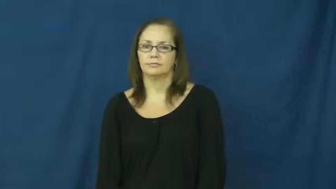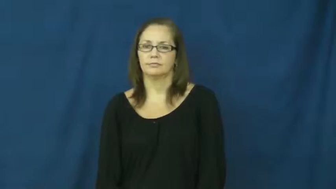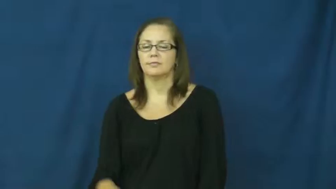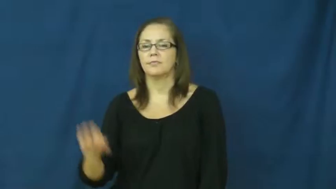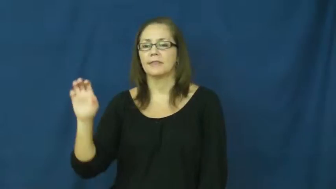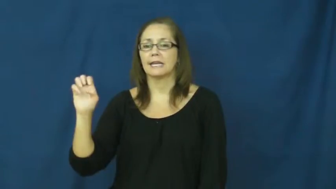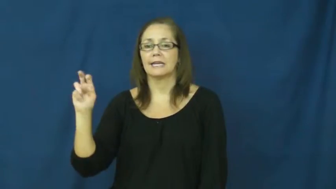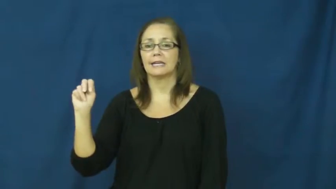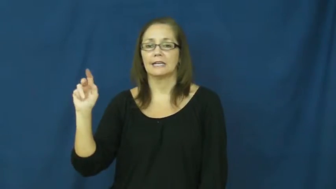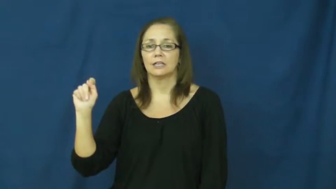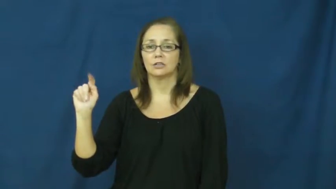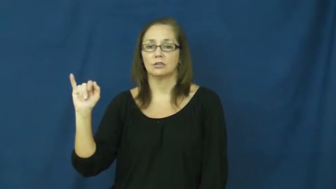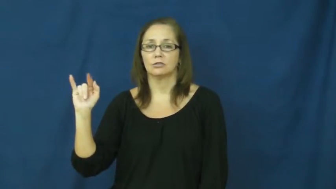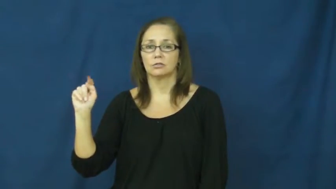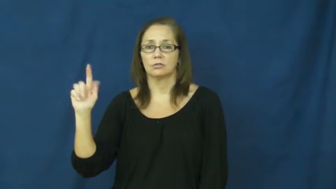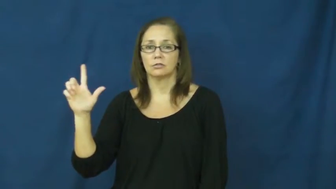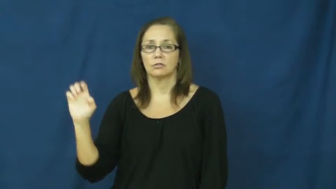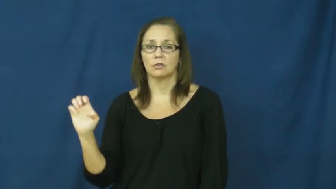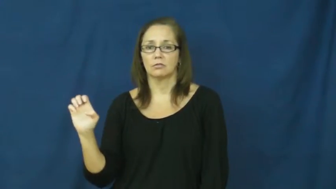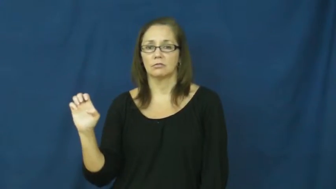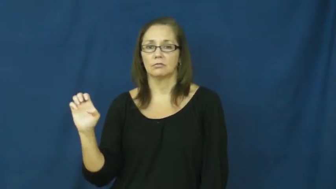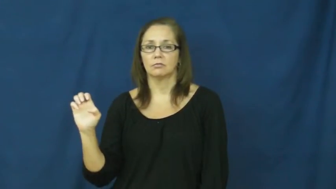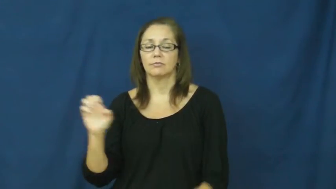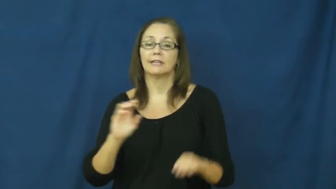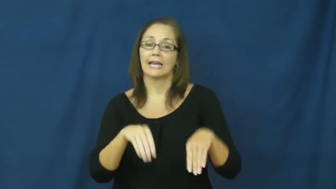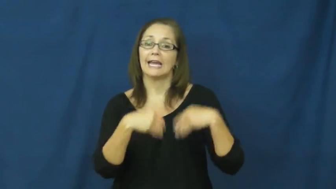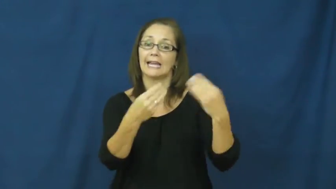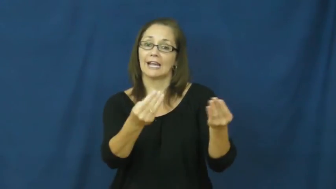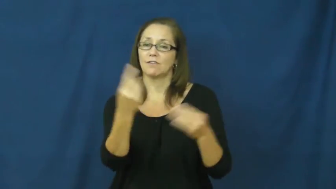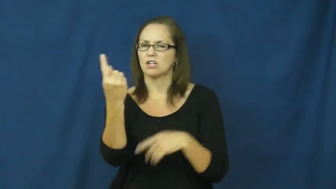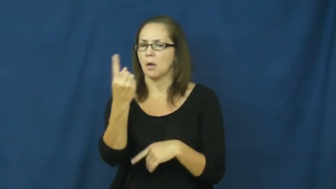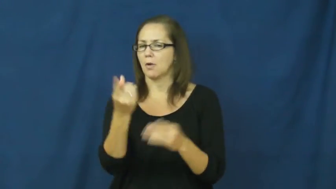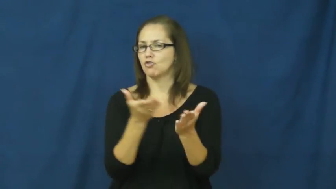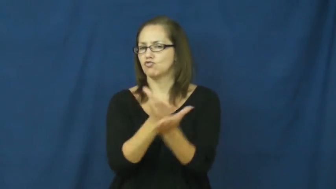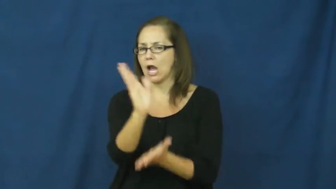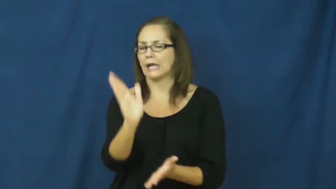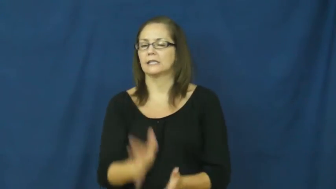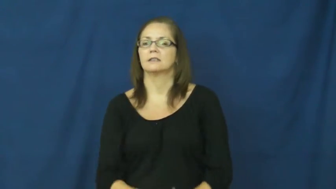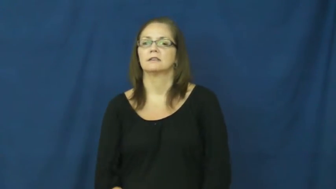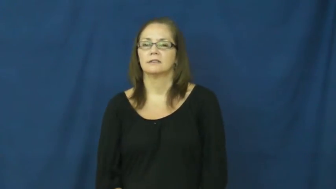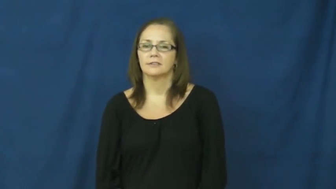entitle